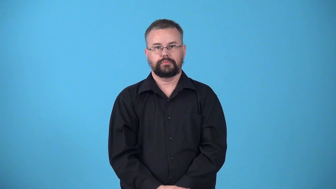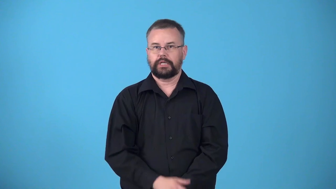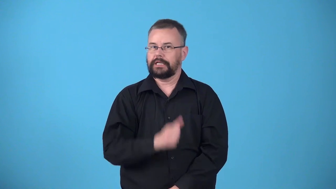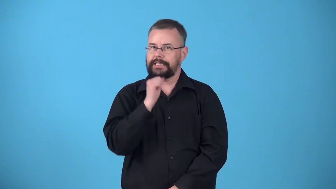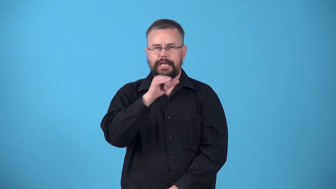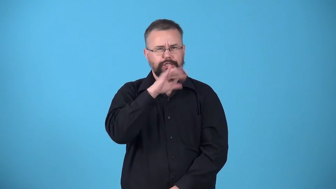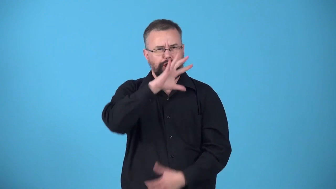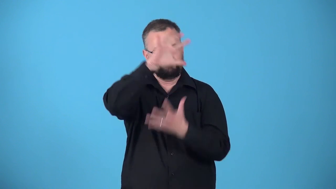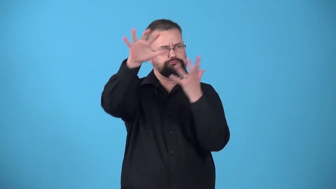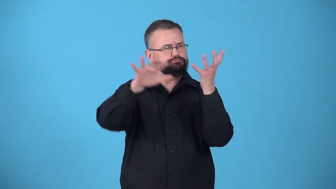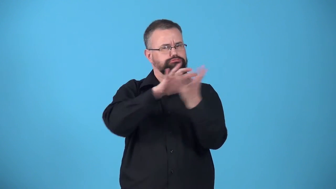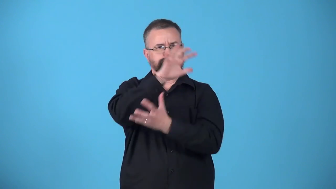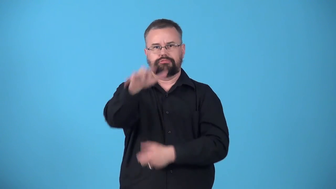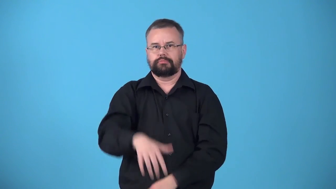unpolluted